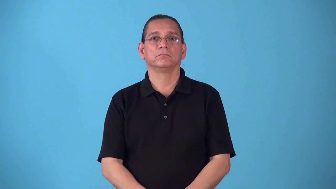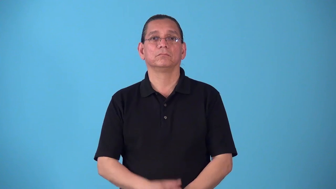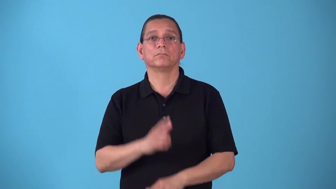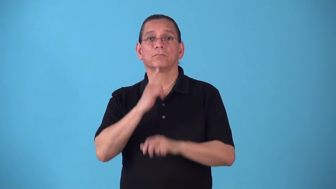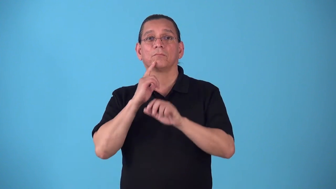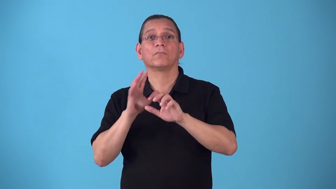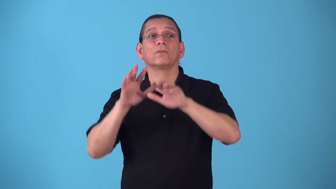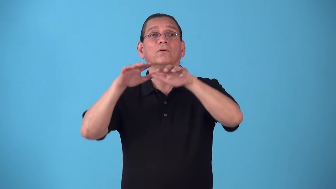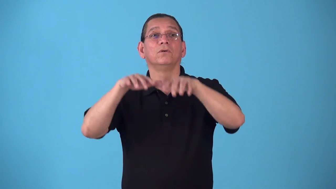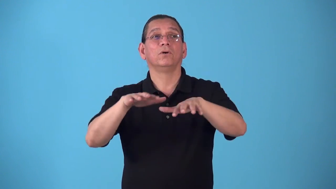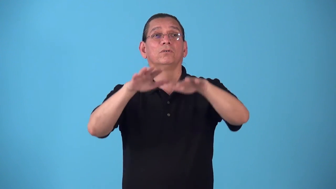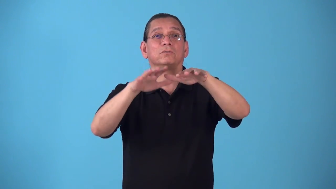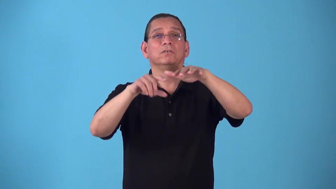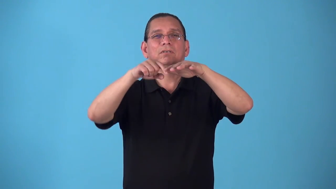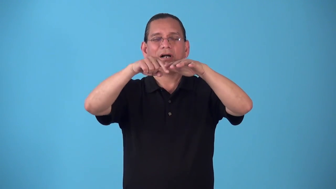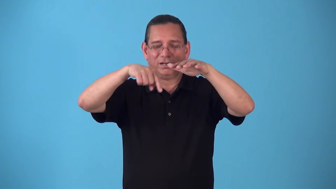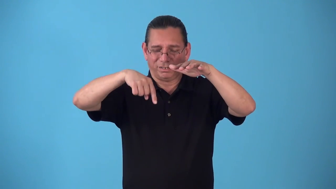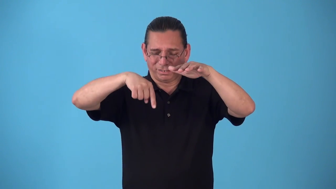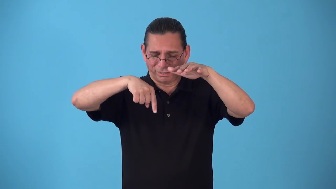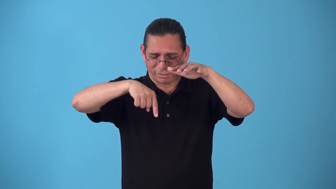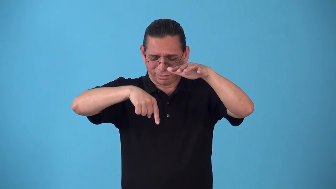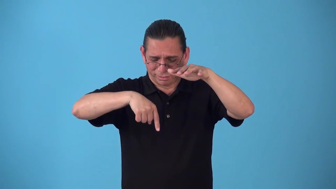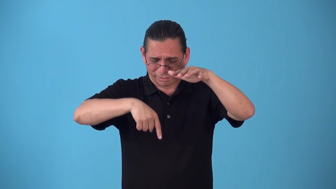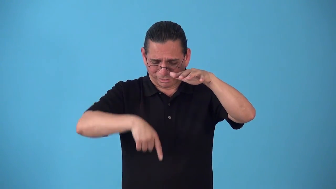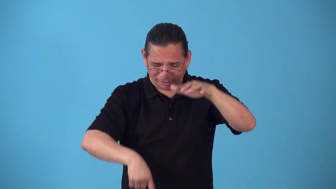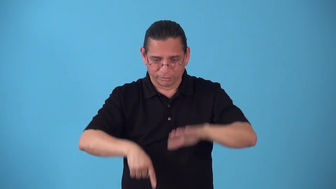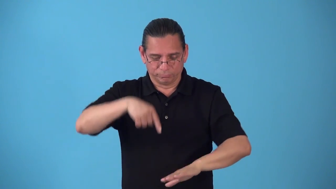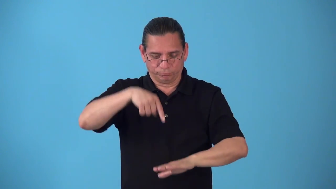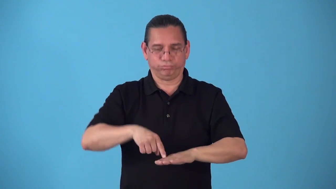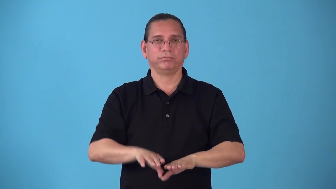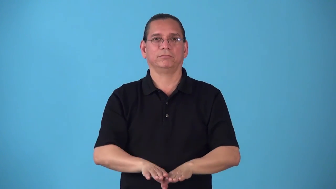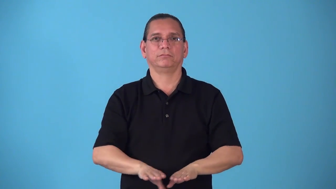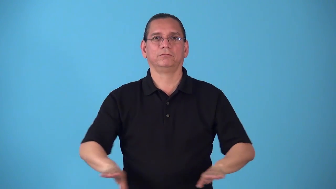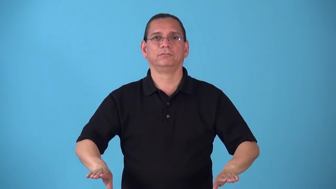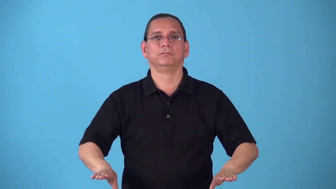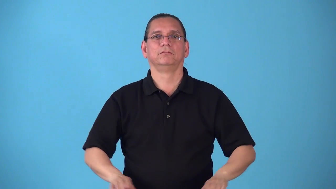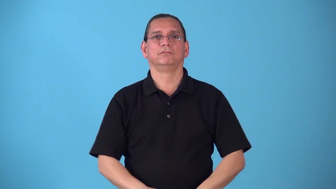seabed,seafloor